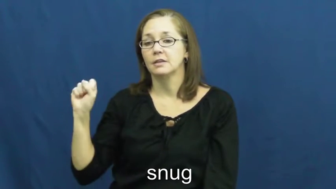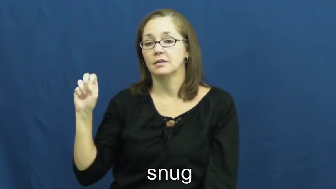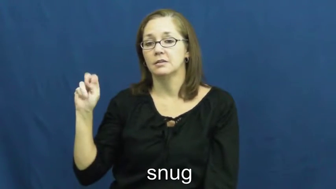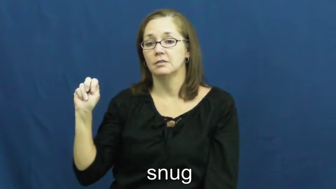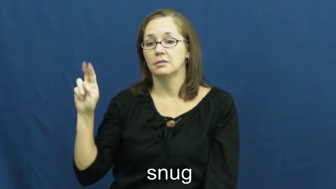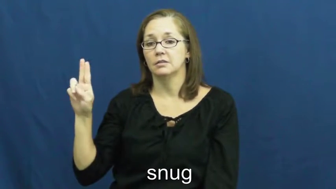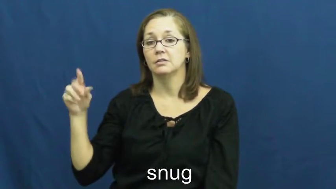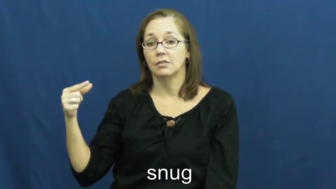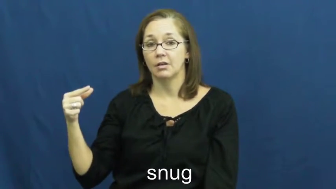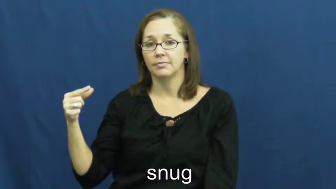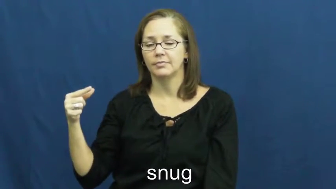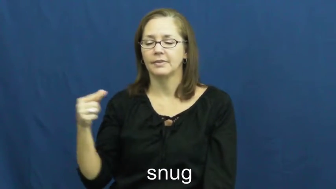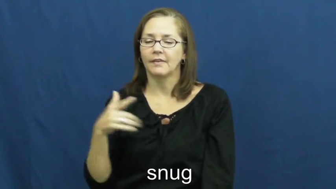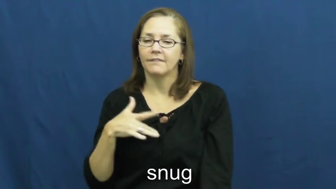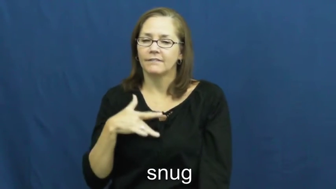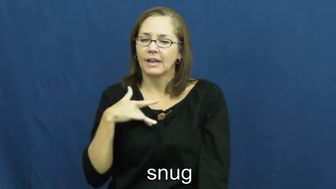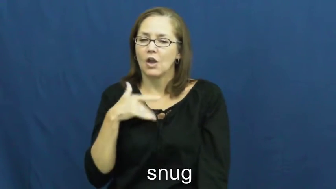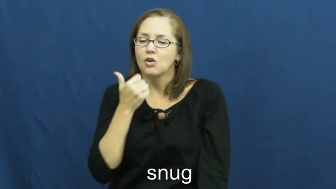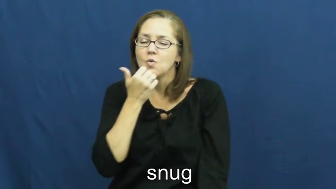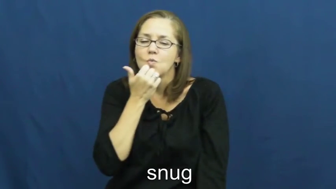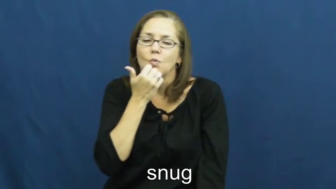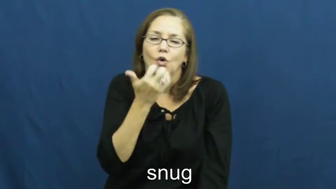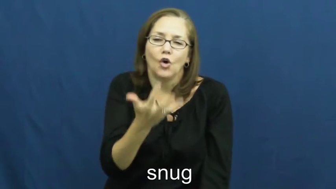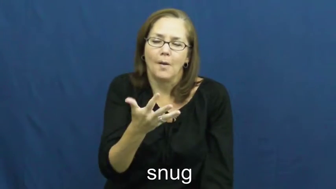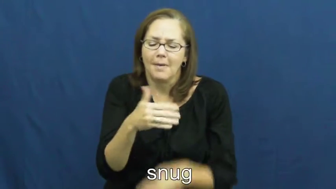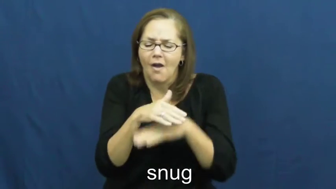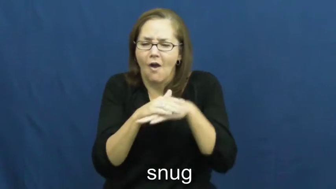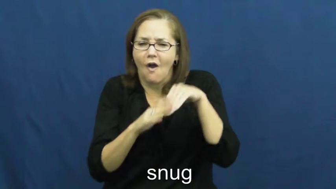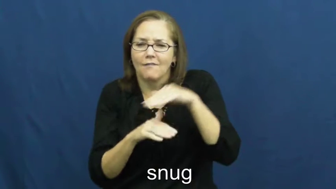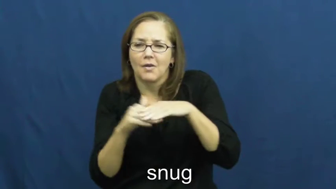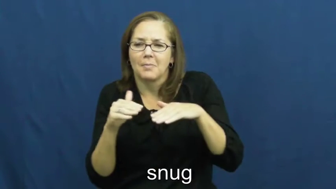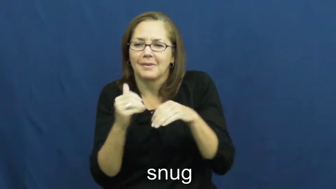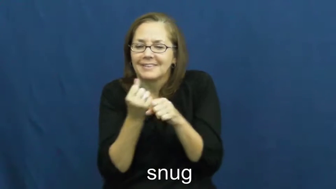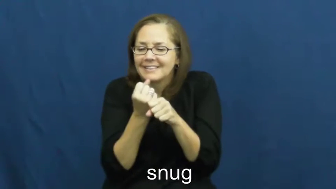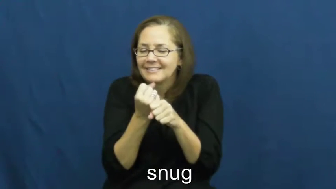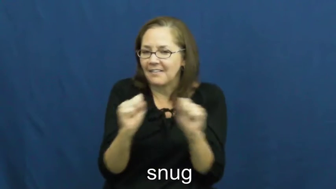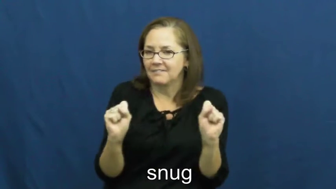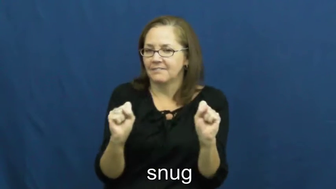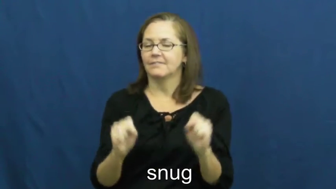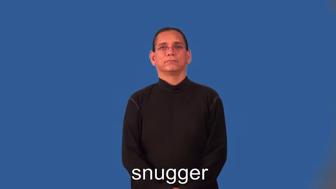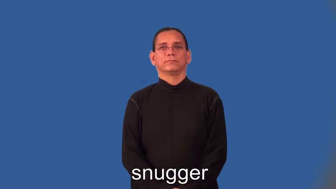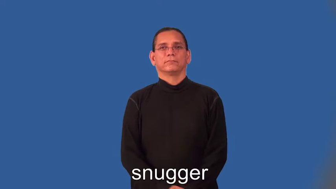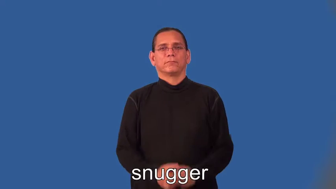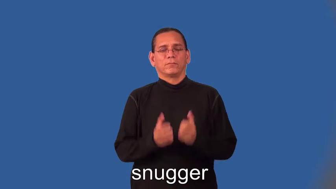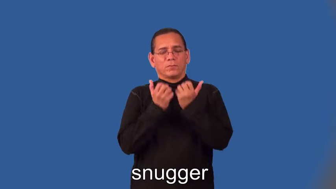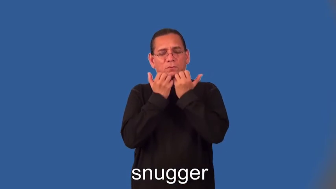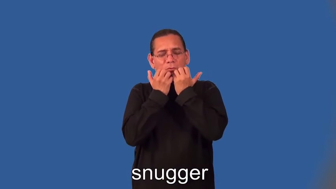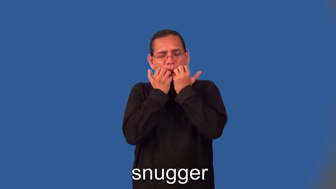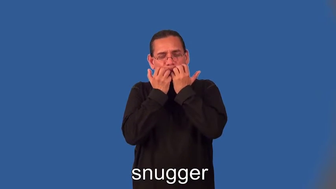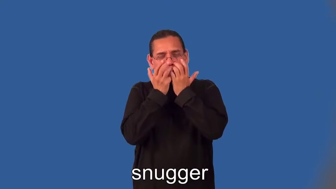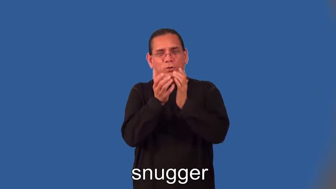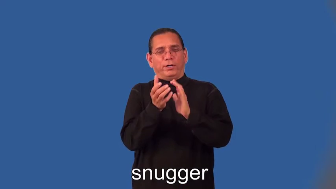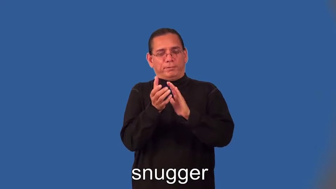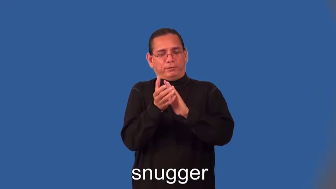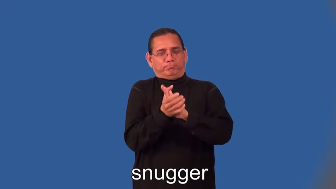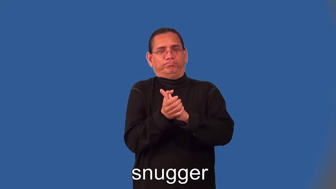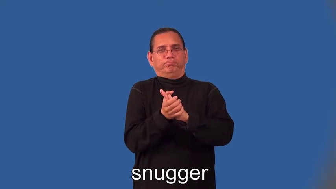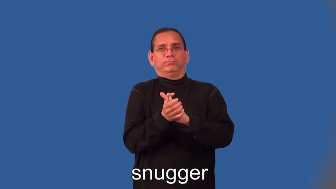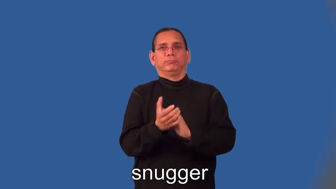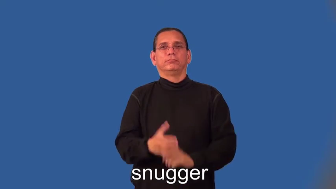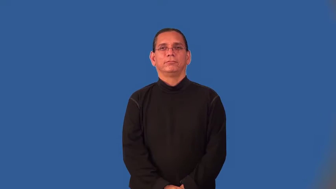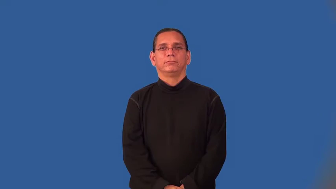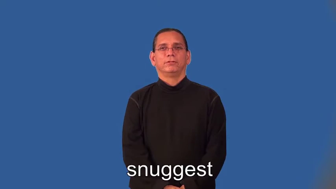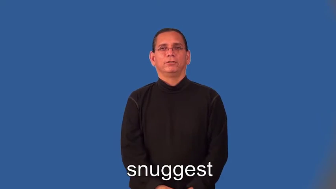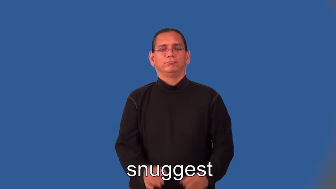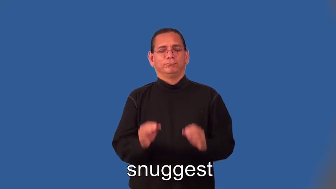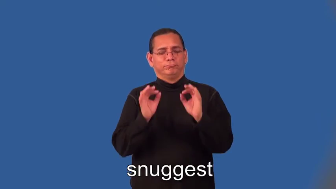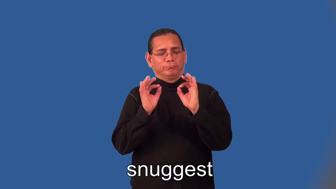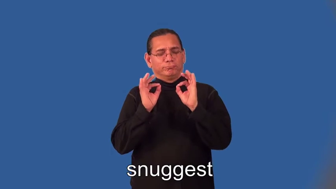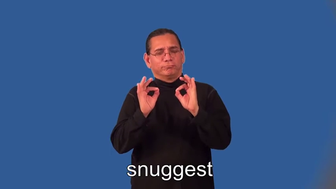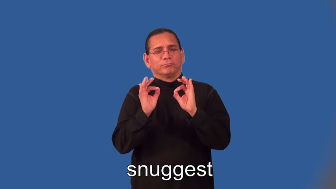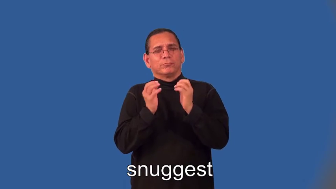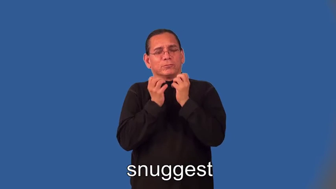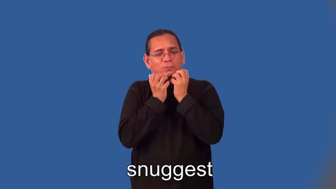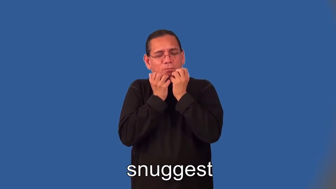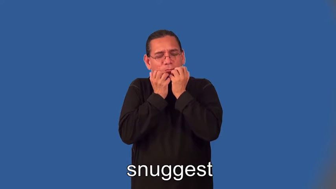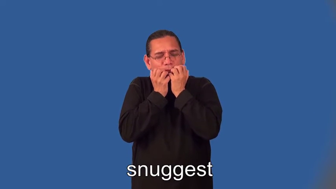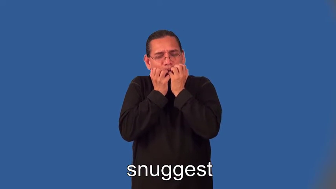snugger,snuggest